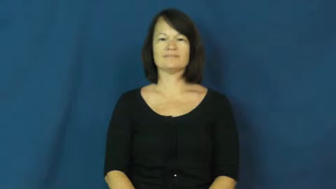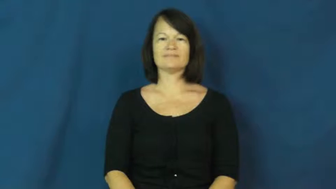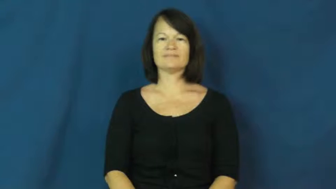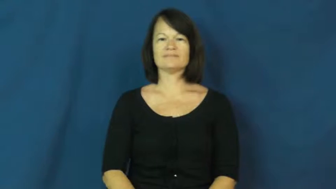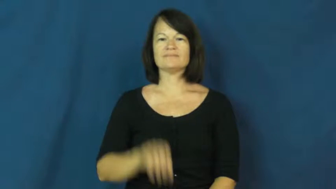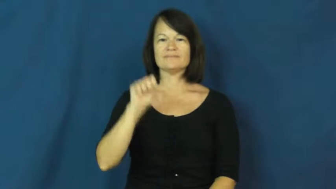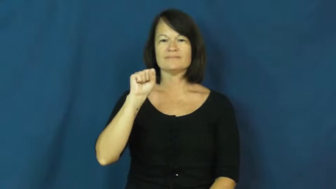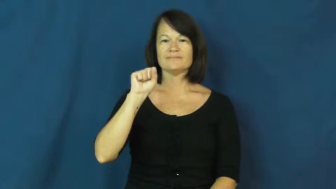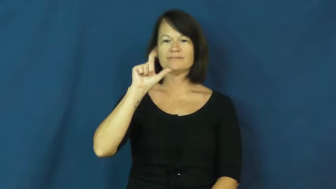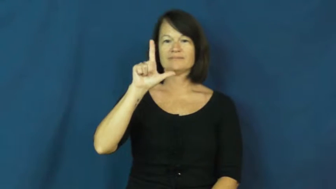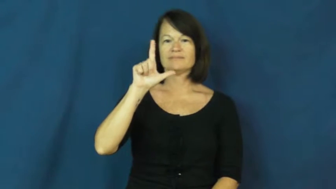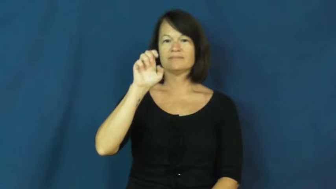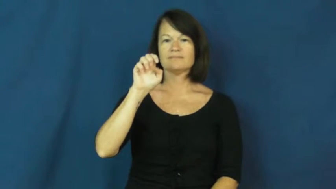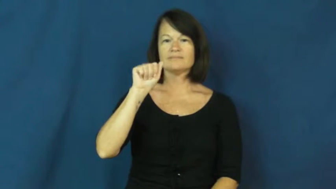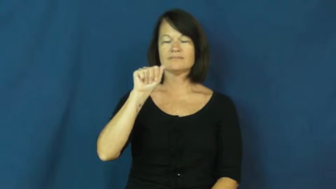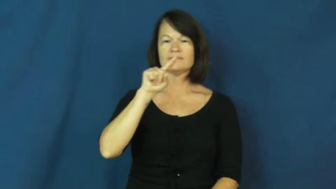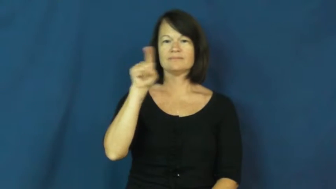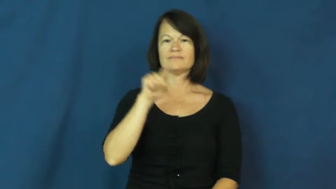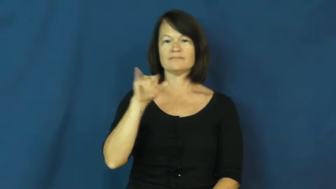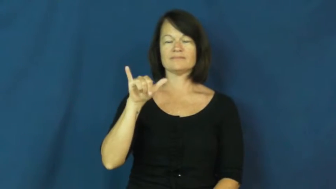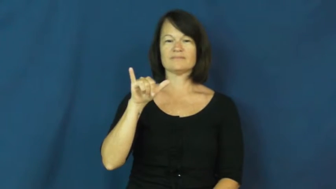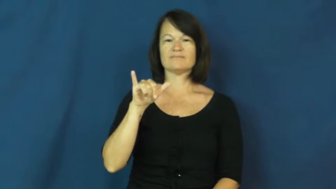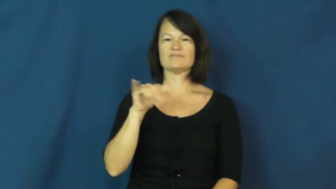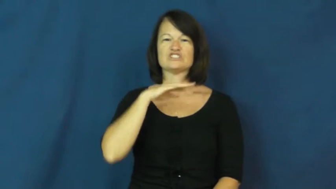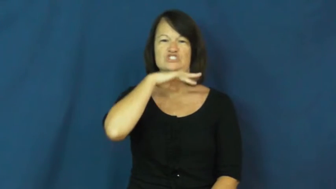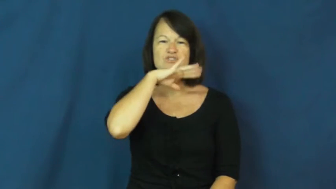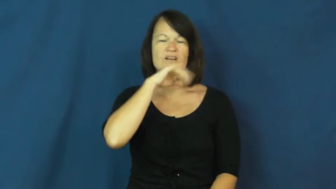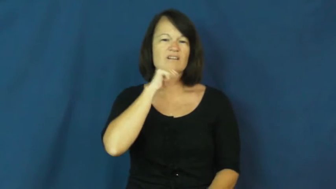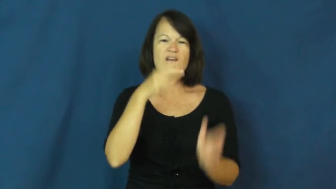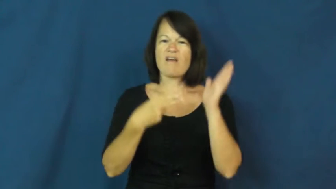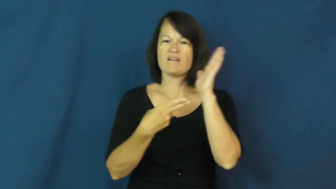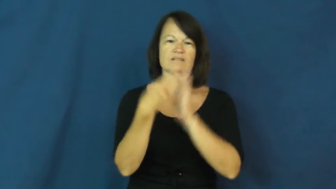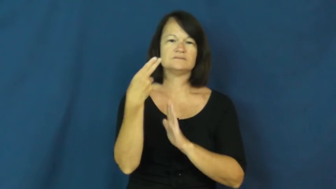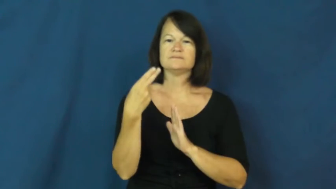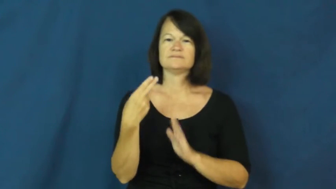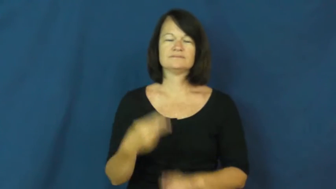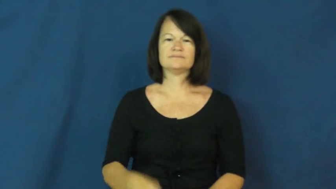sleazy